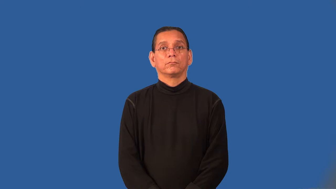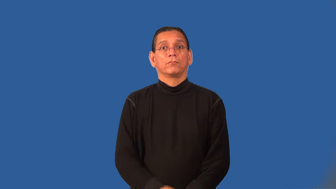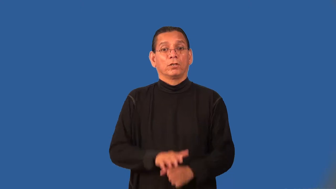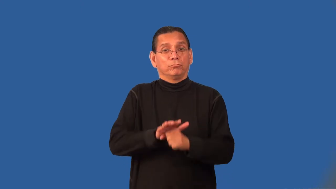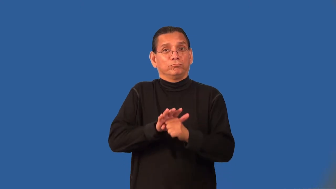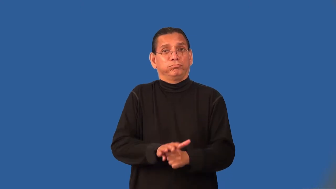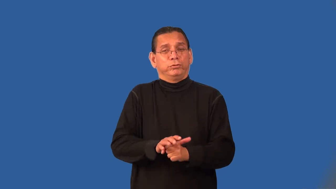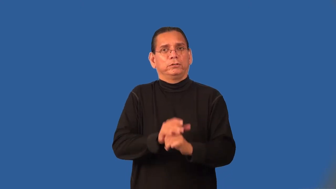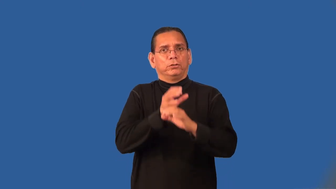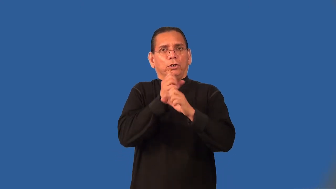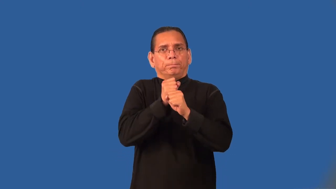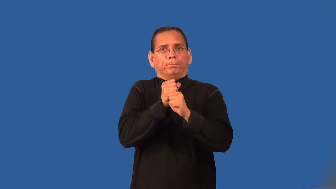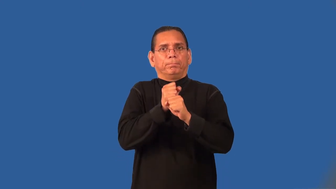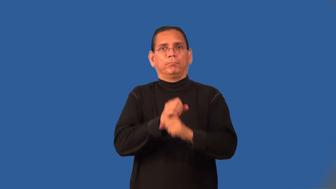pressurize